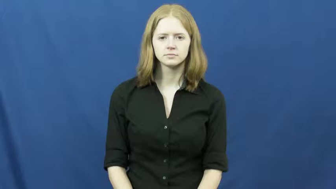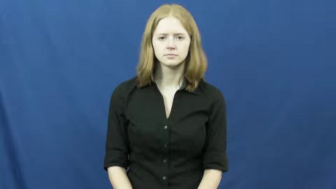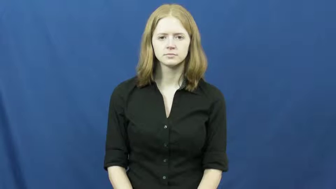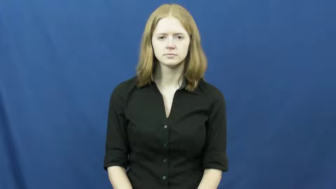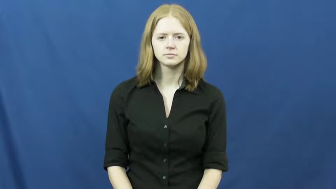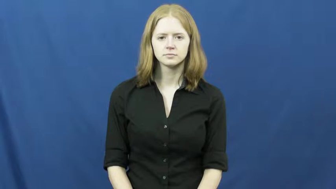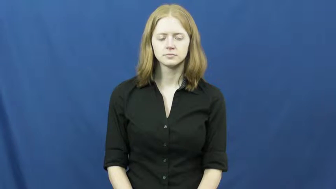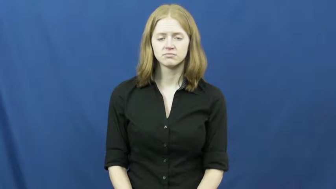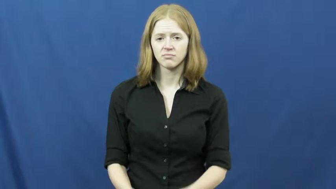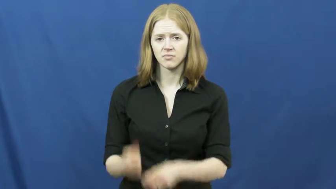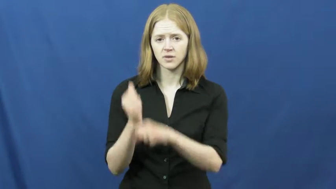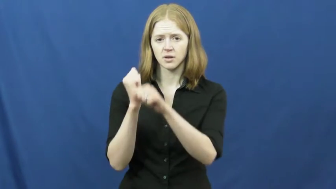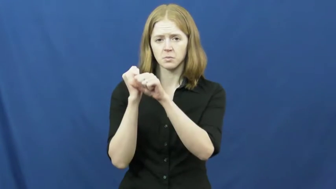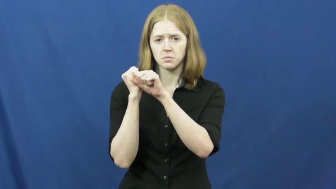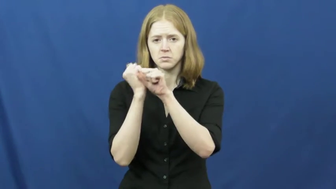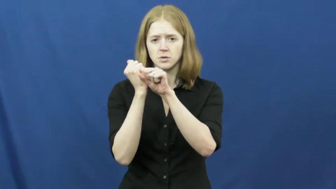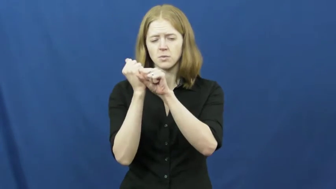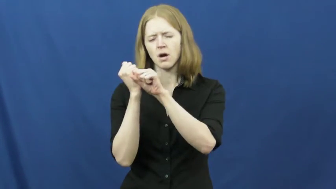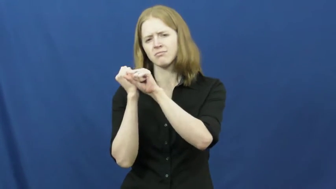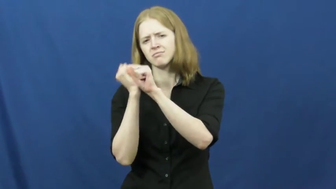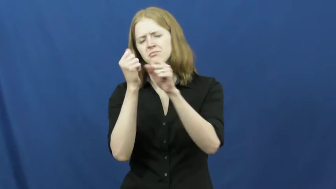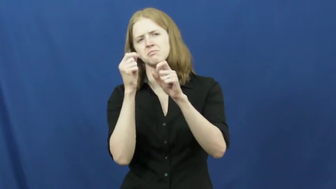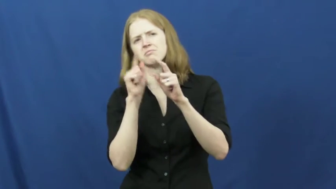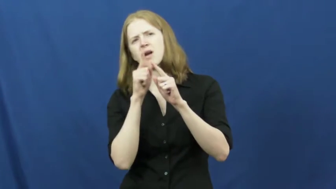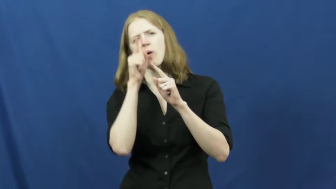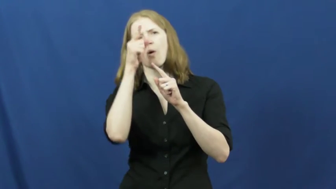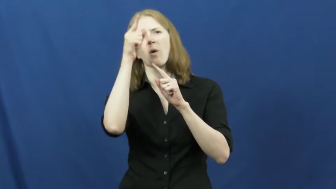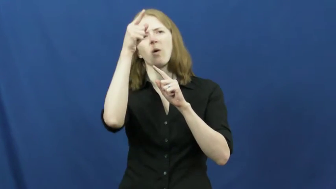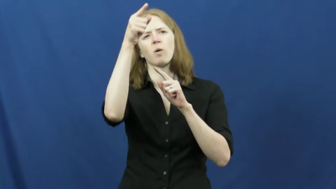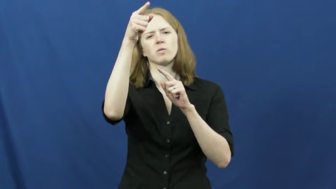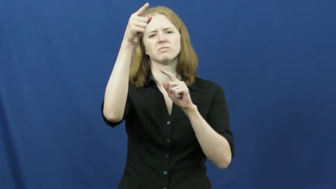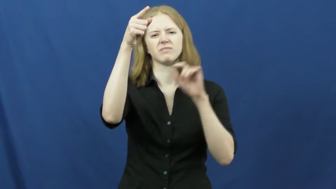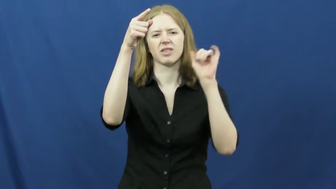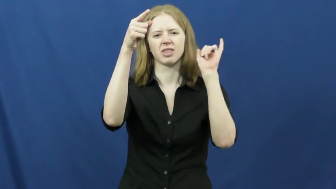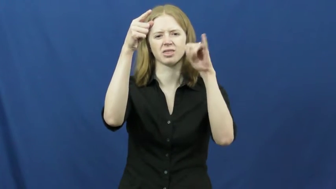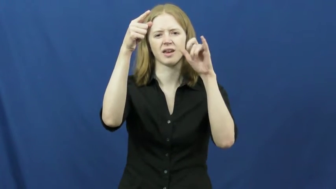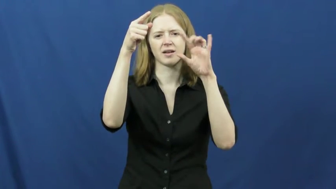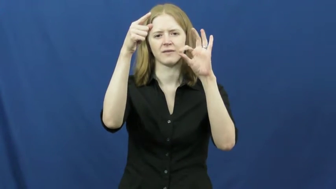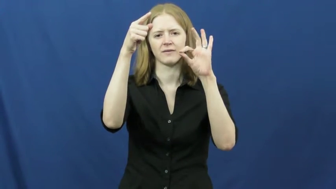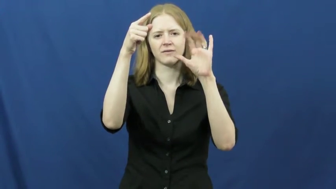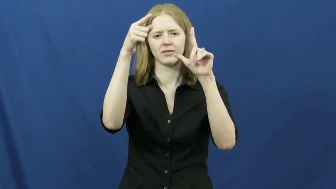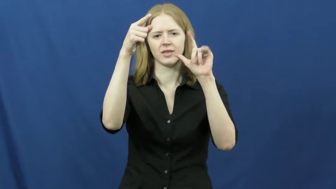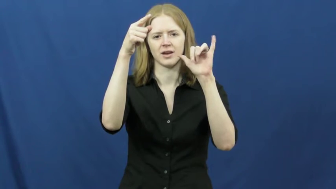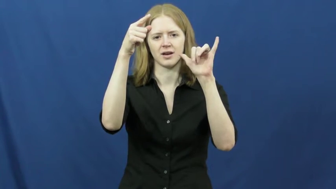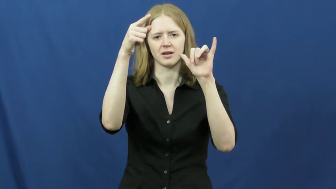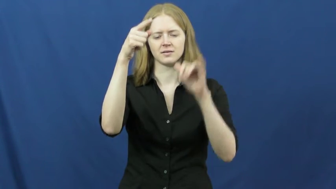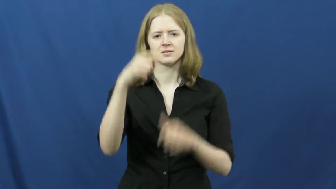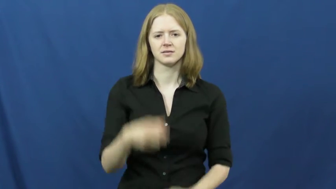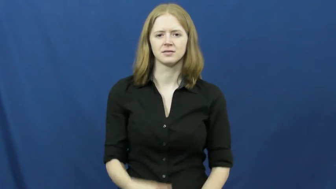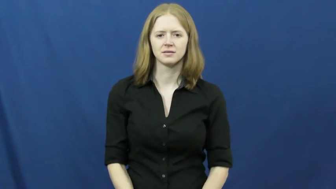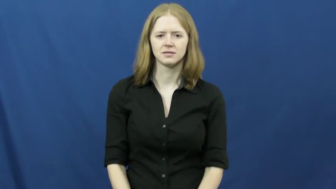fly-baseball